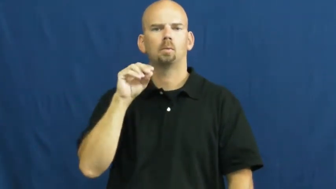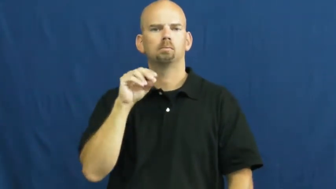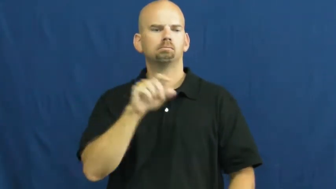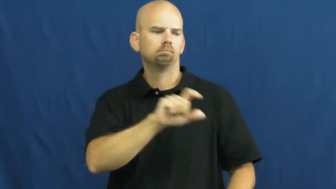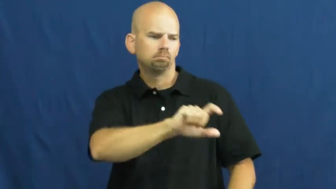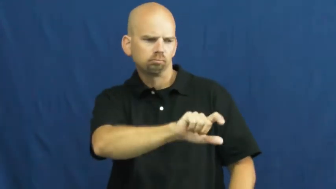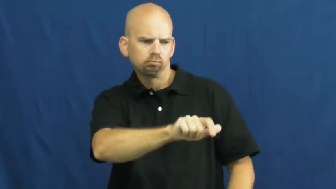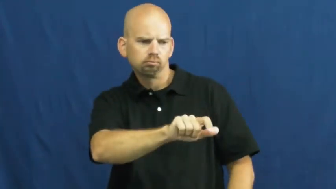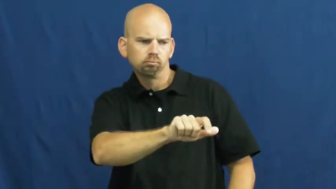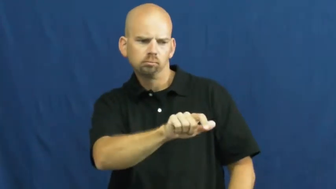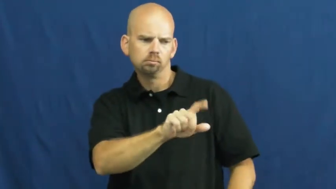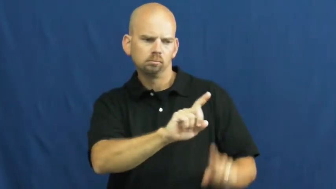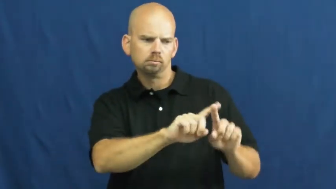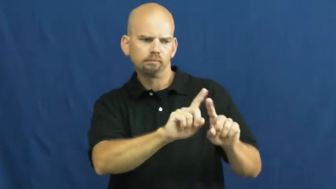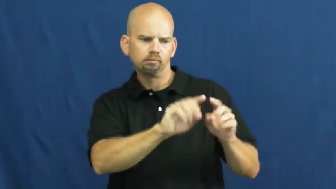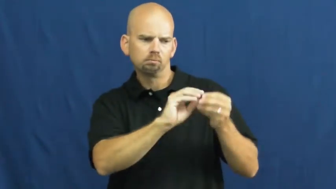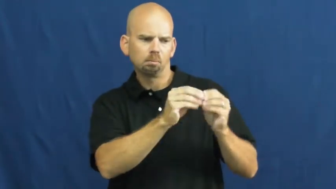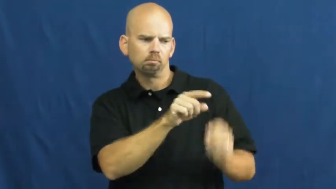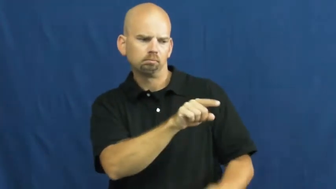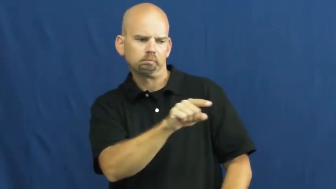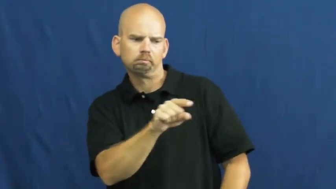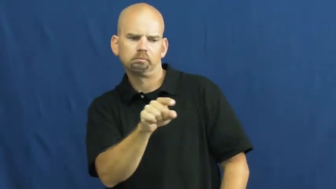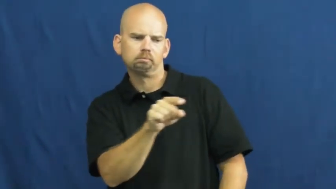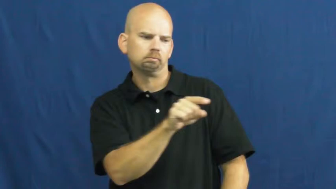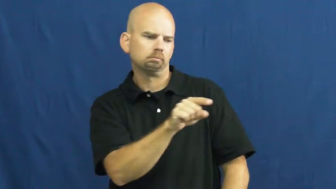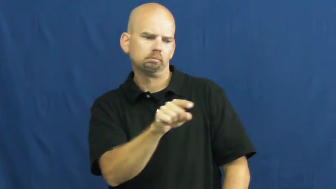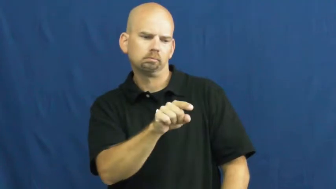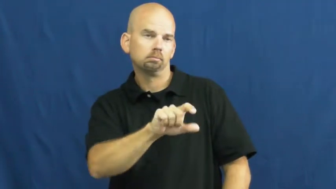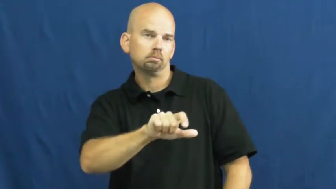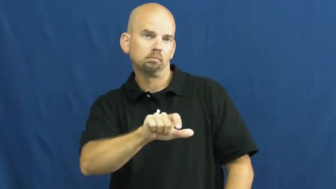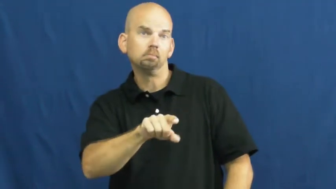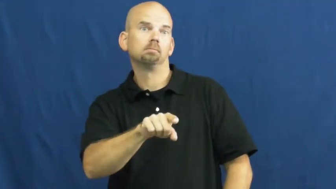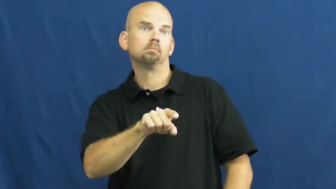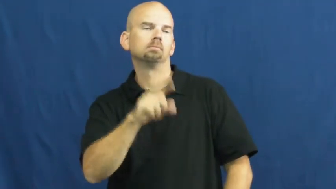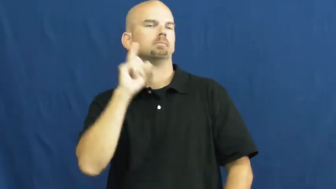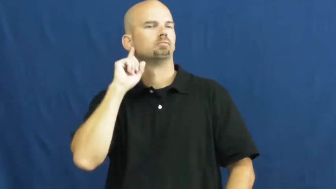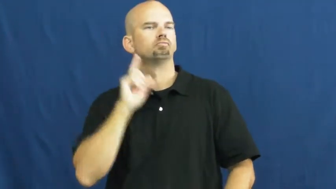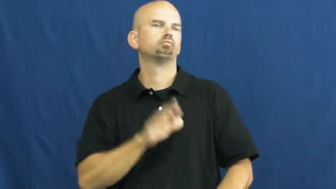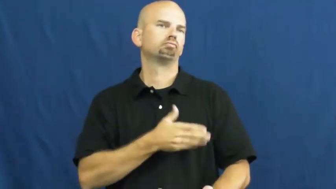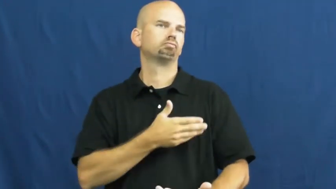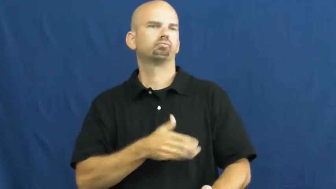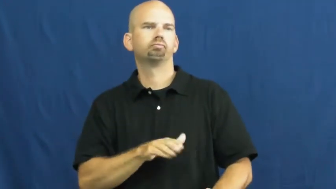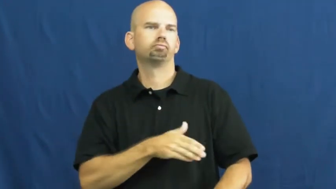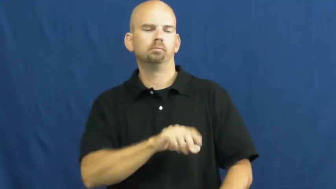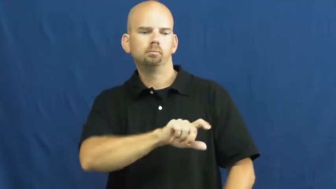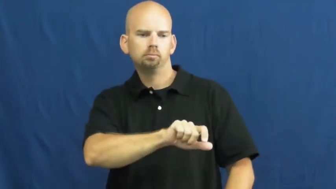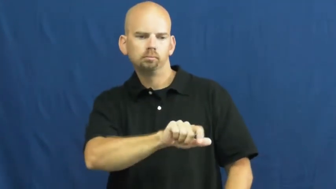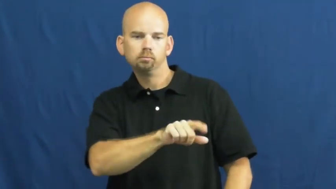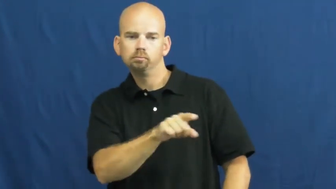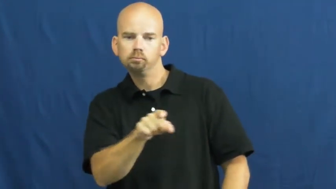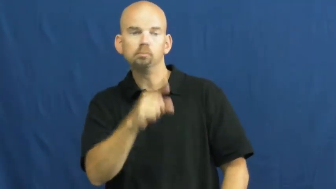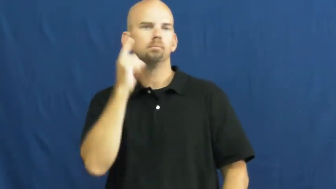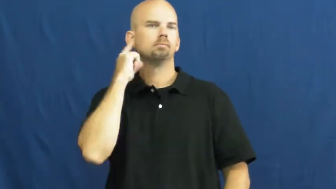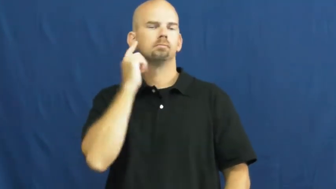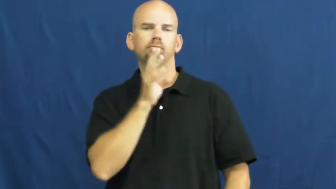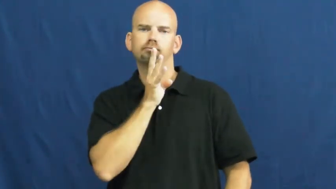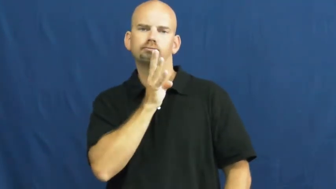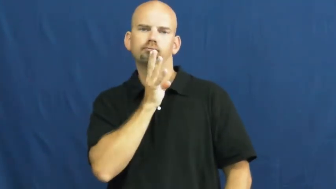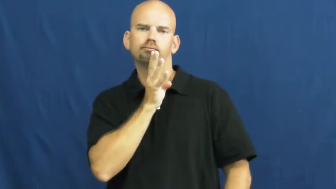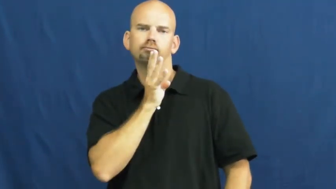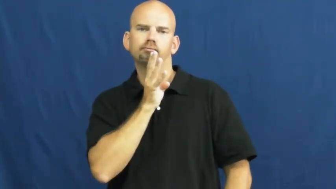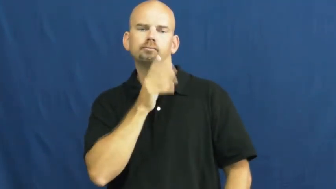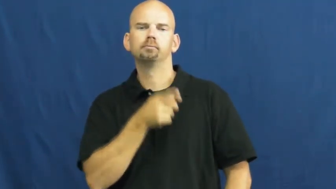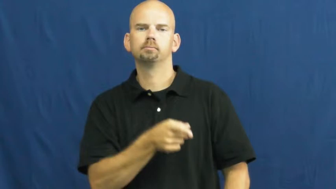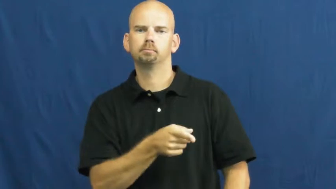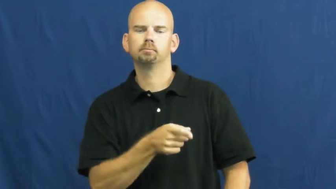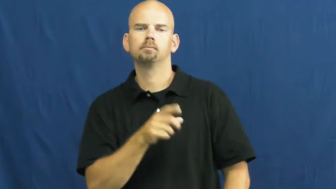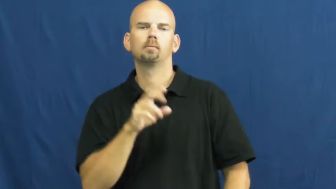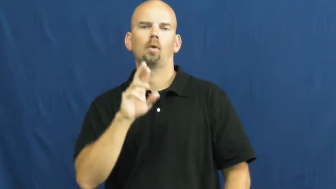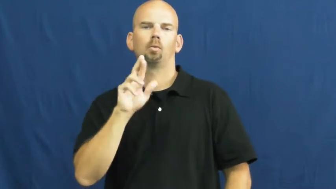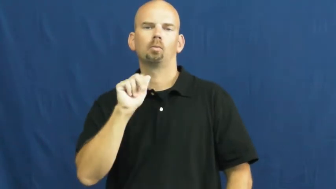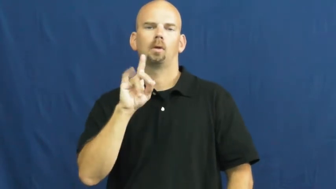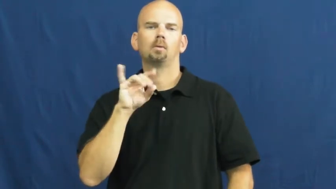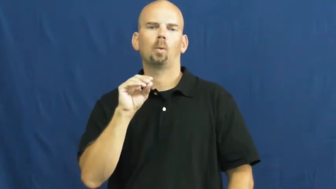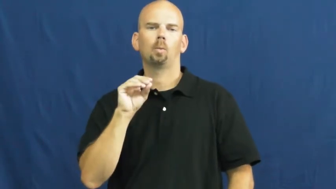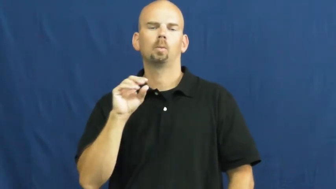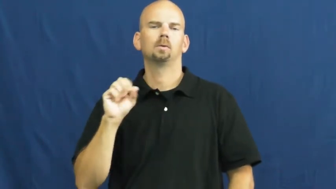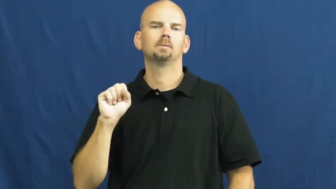station-radio